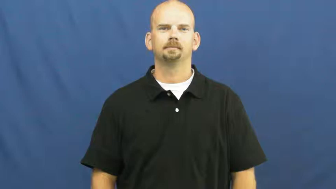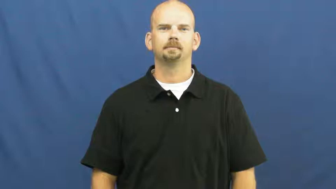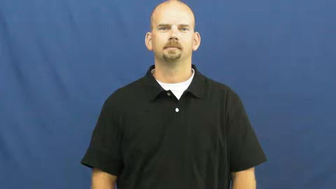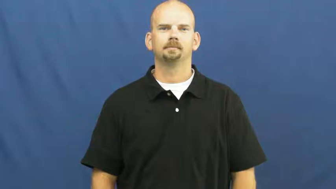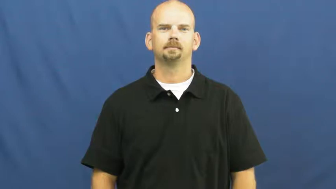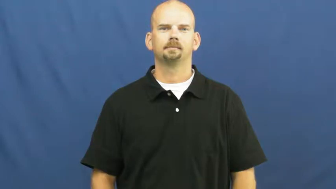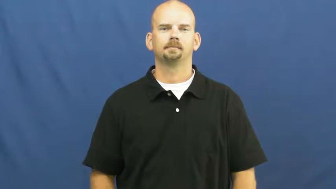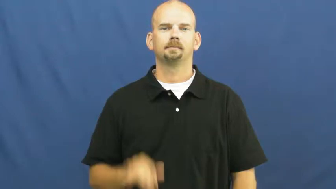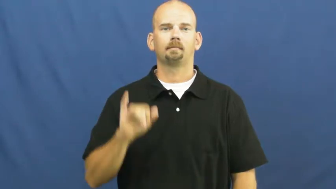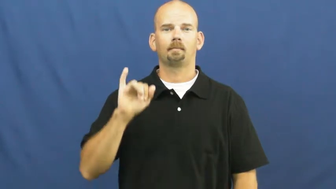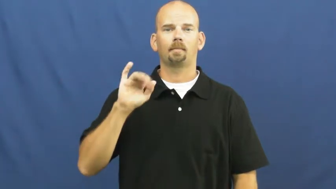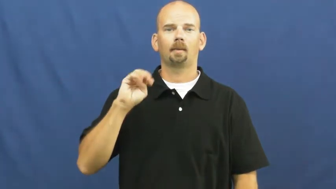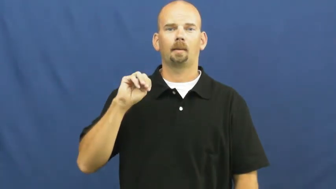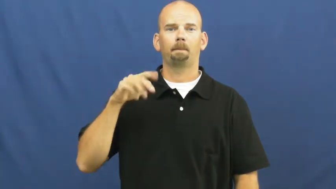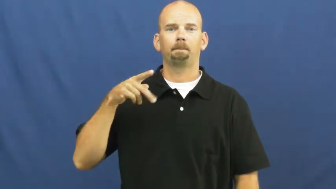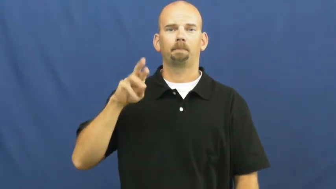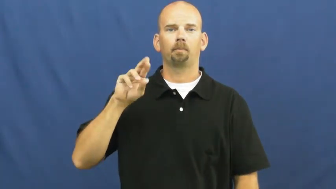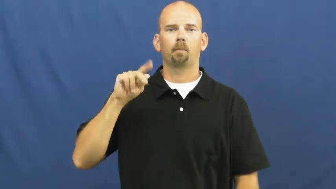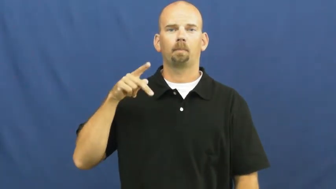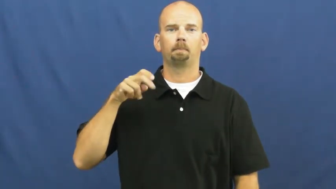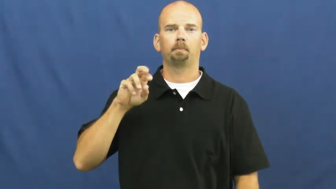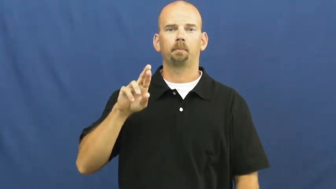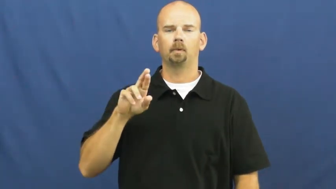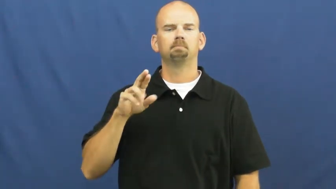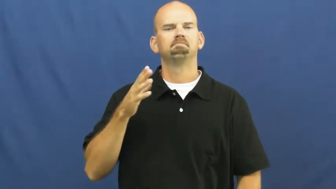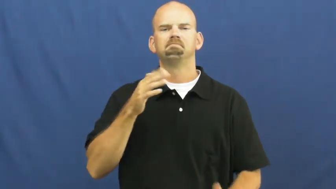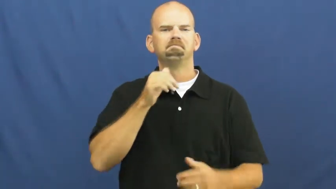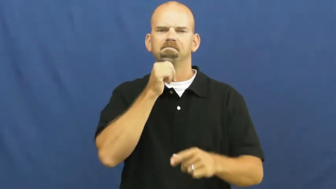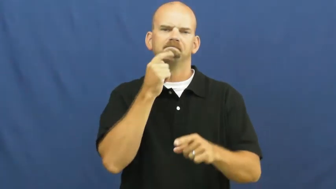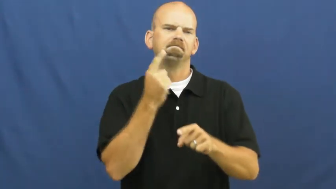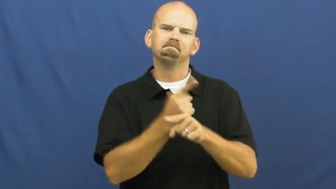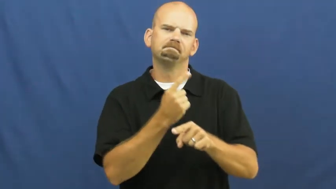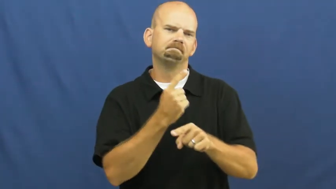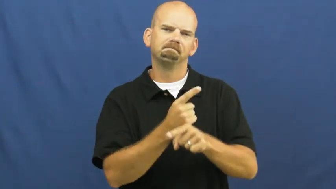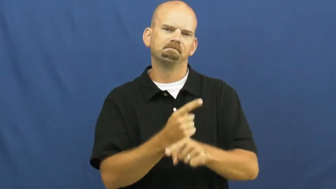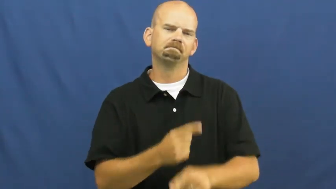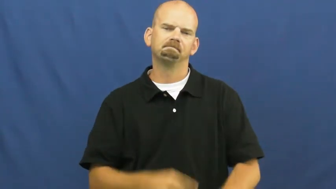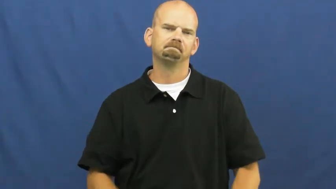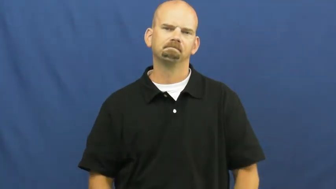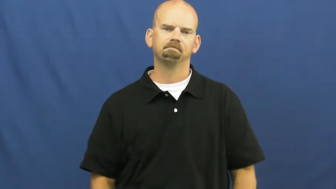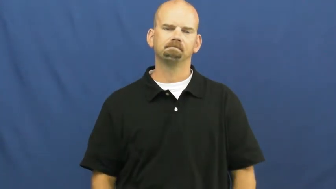improper